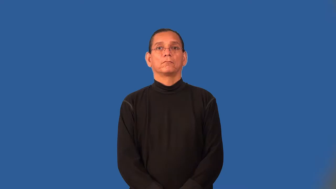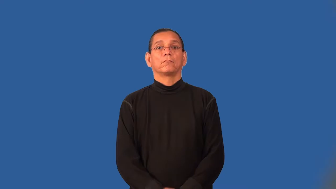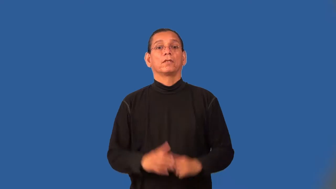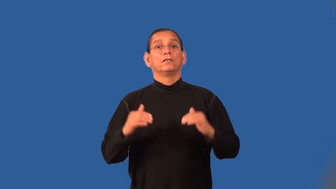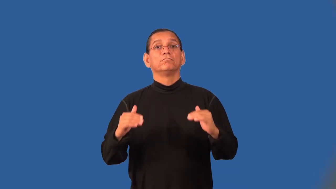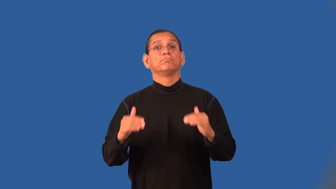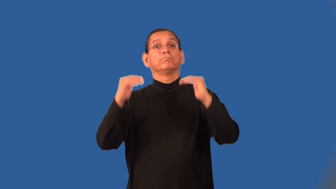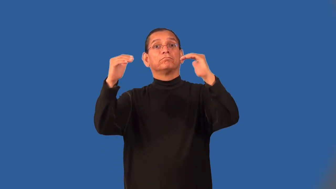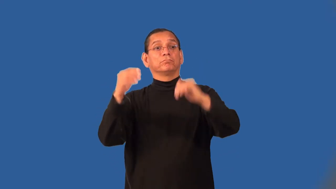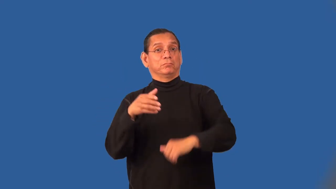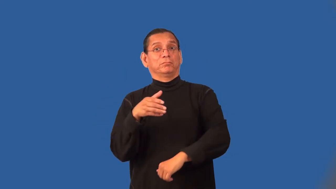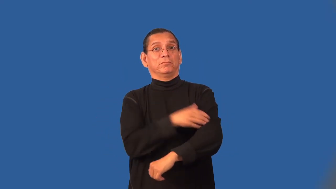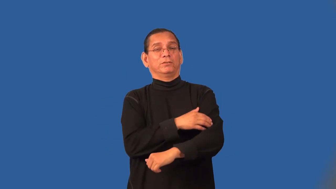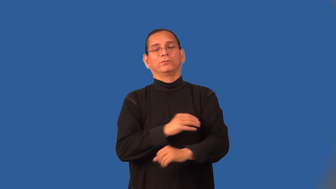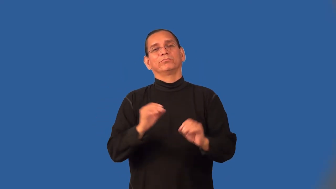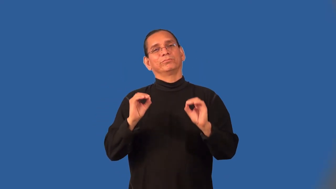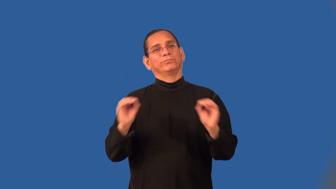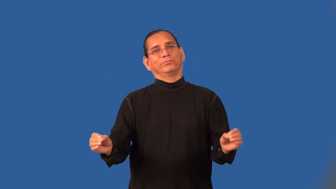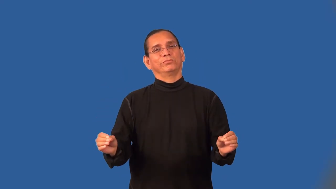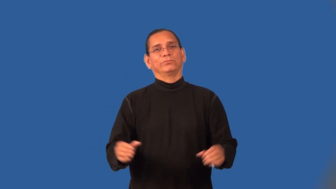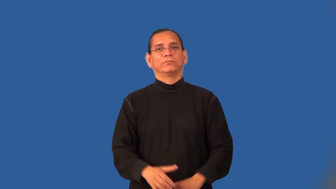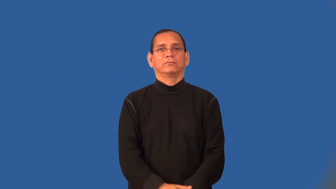titular